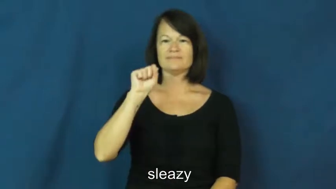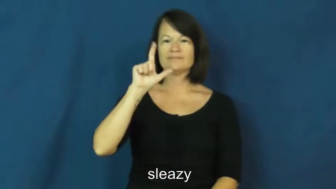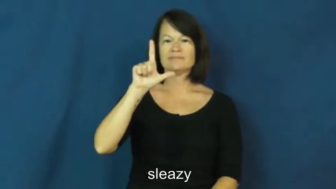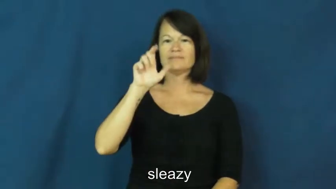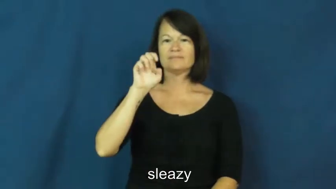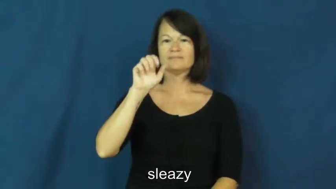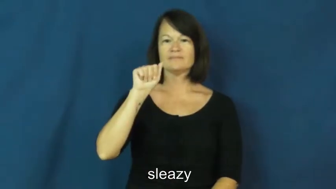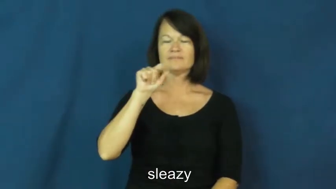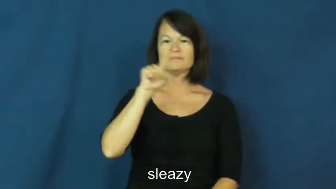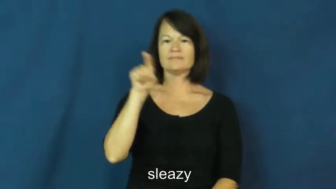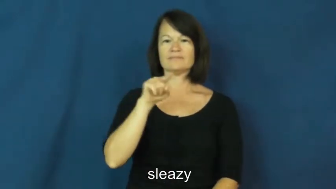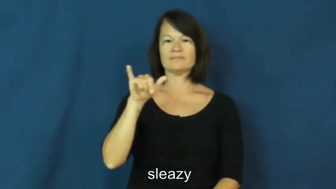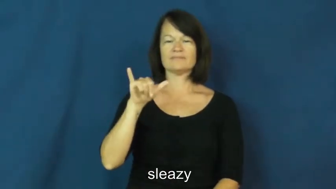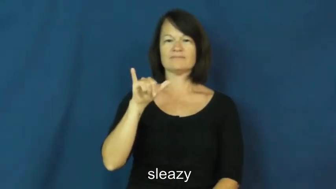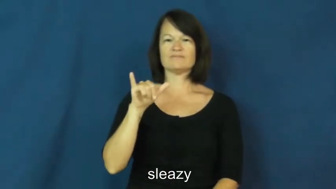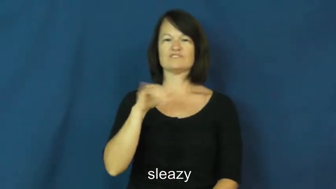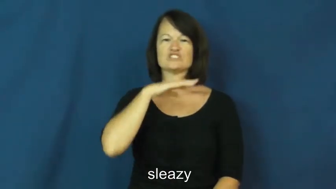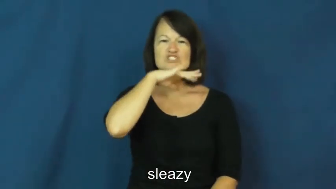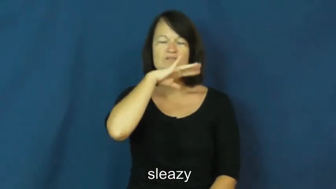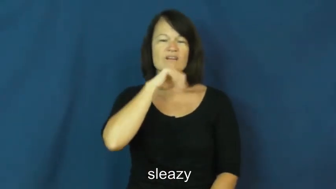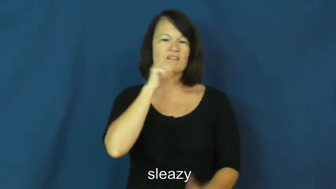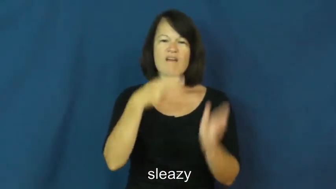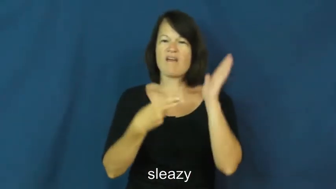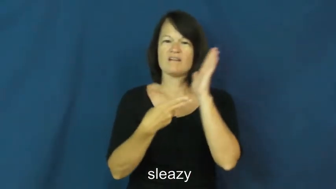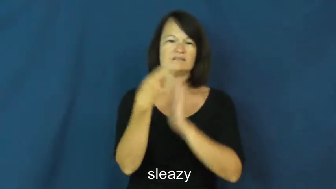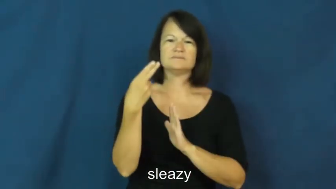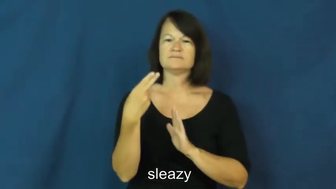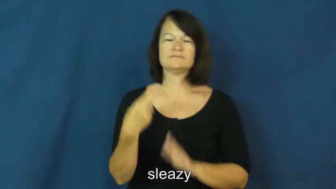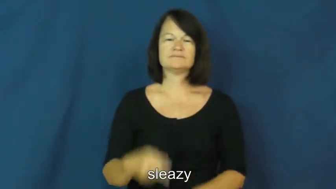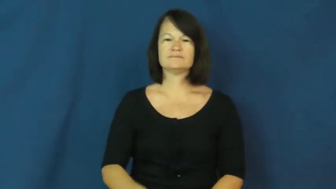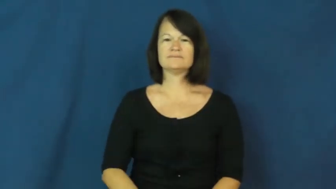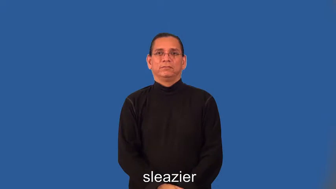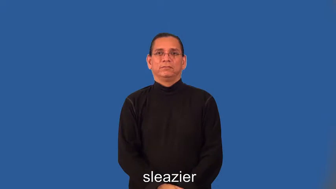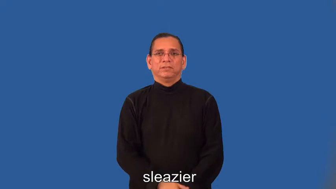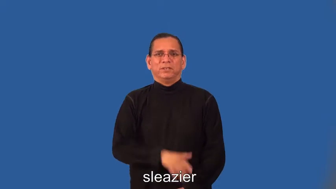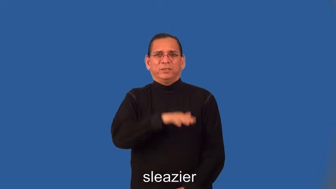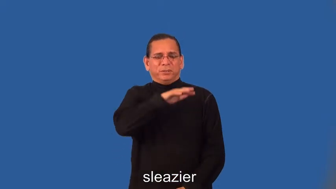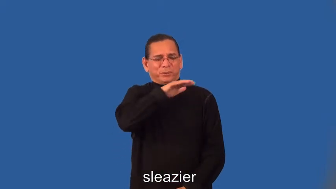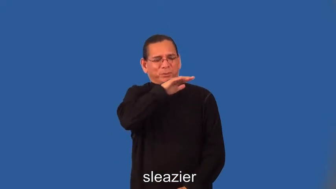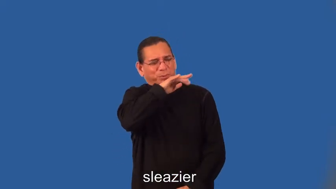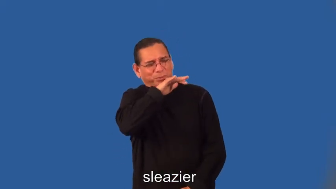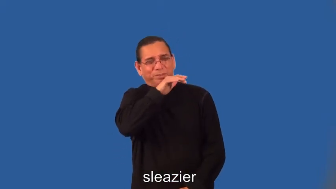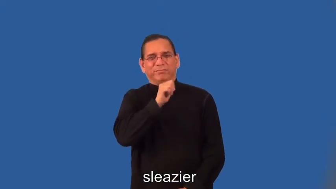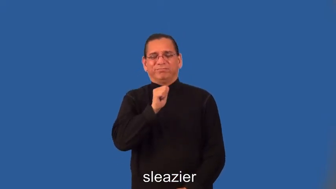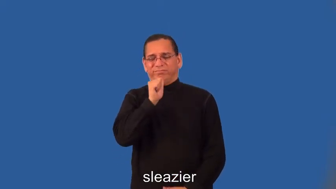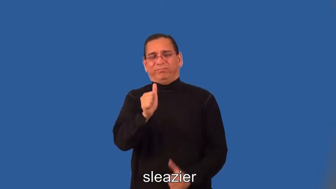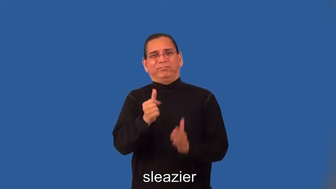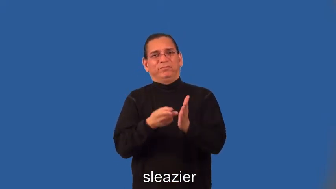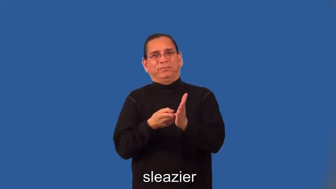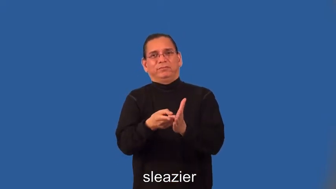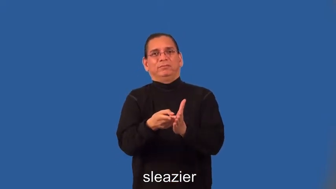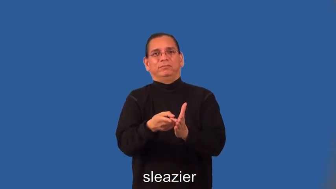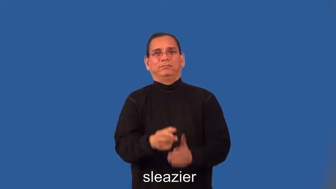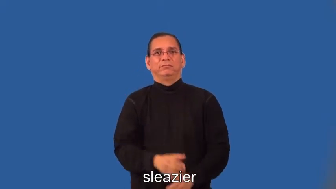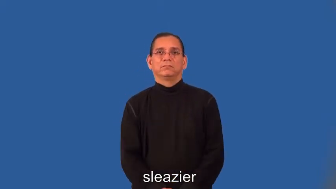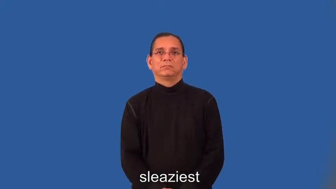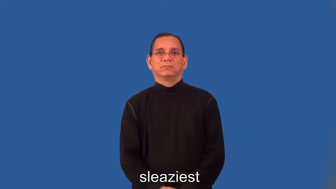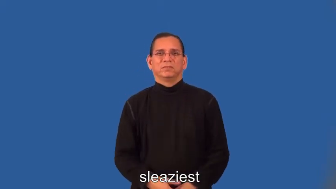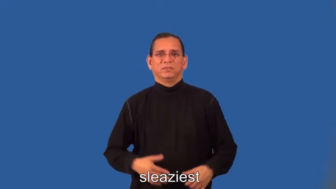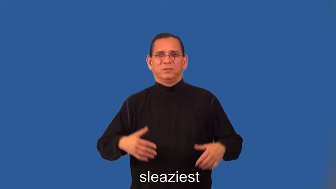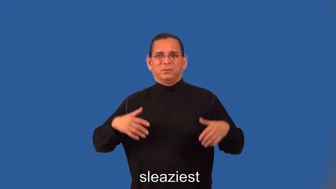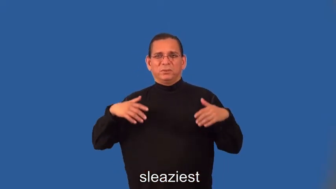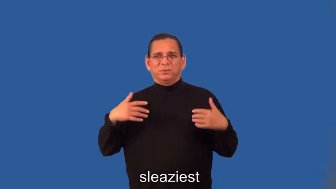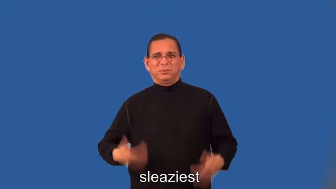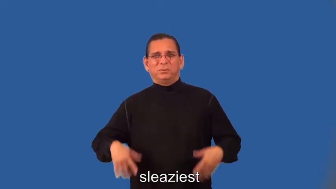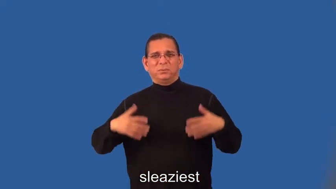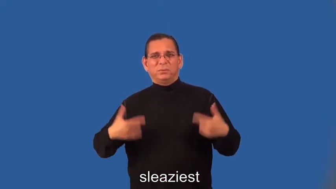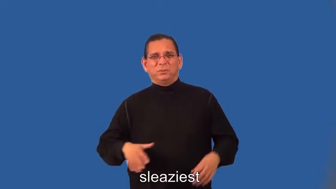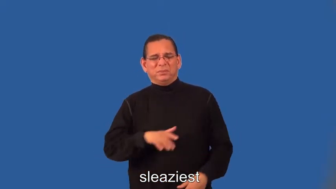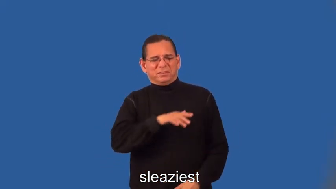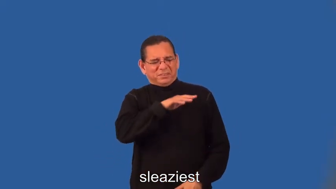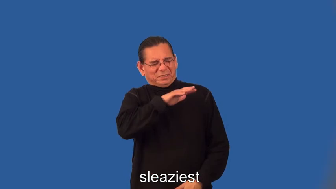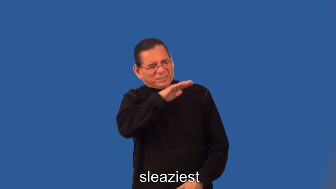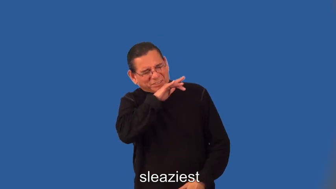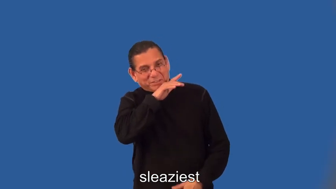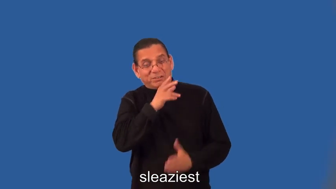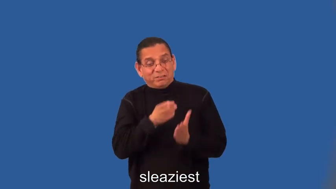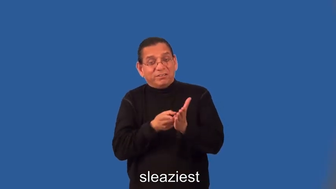sleazier,sleaziest